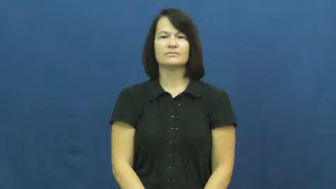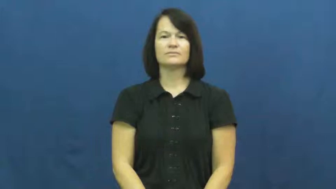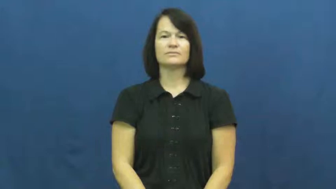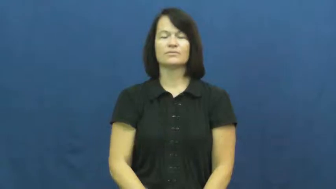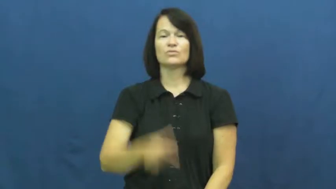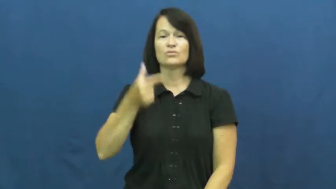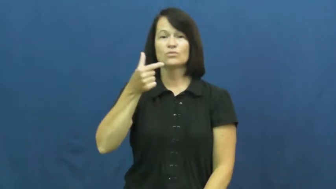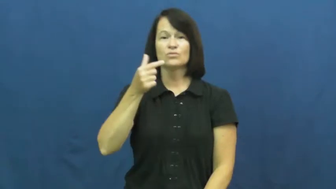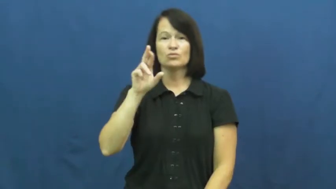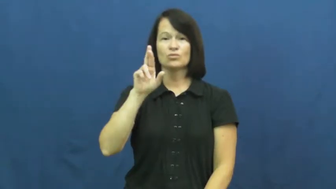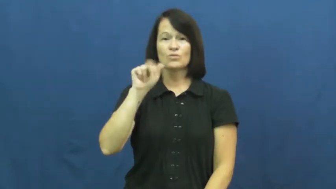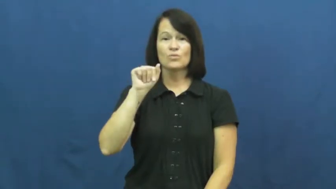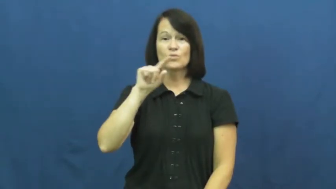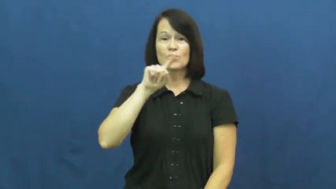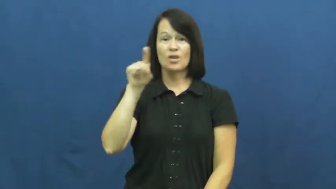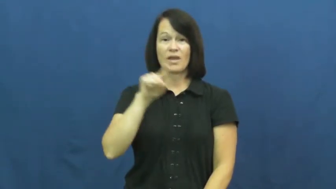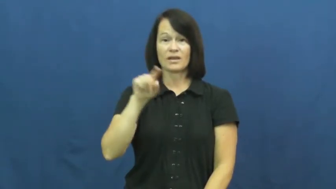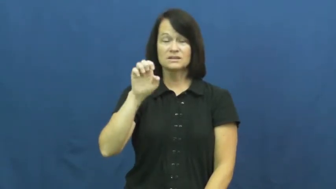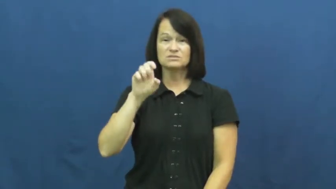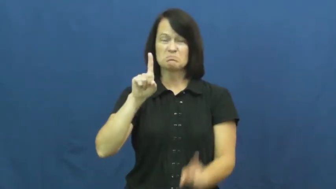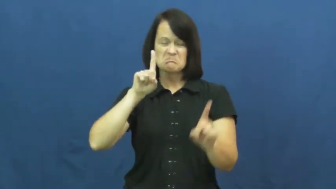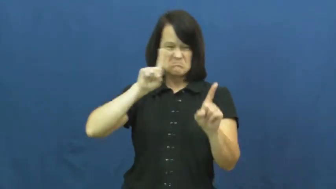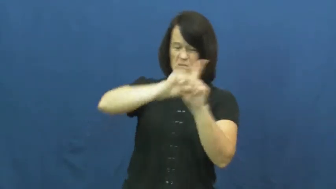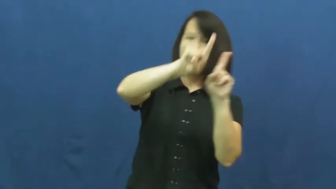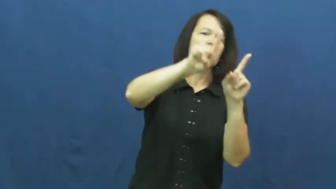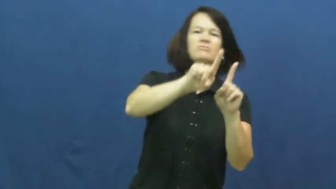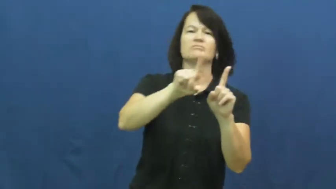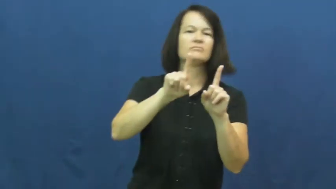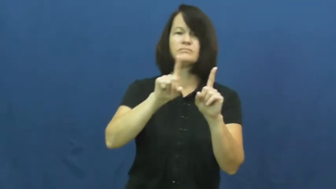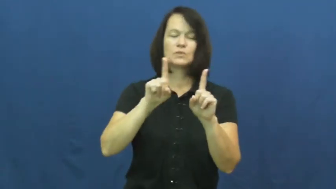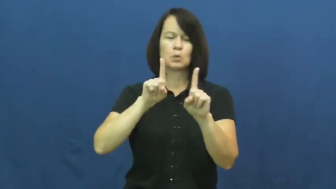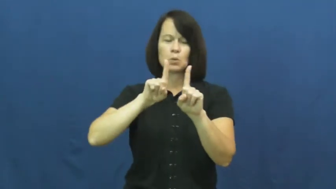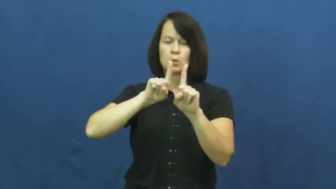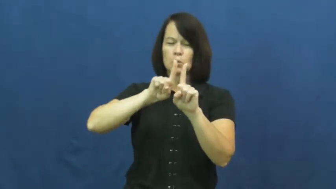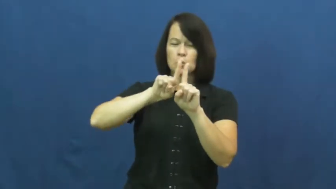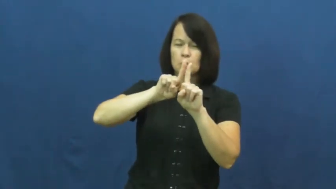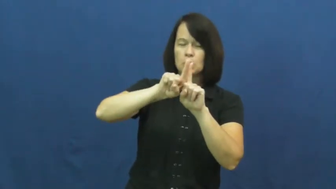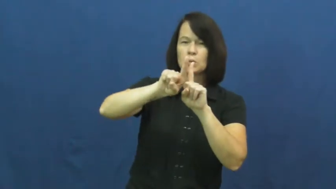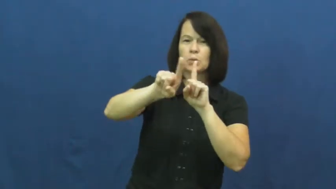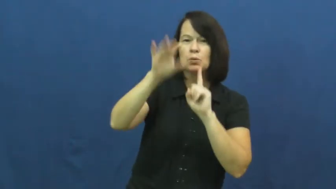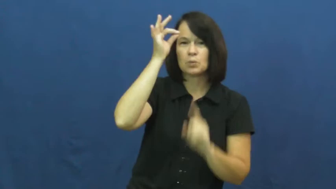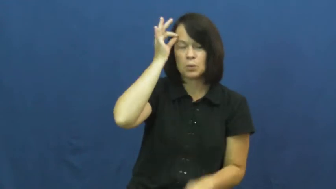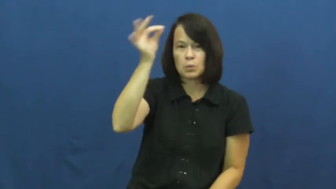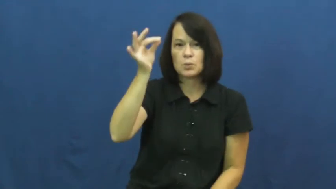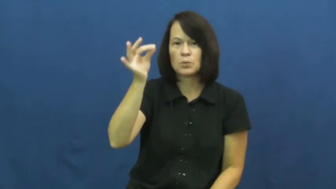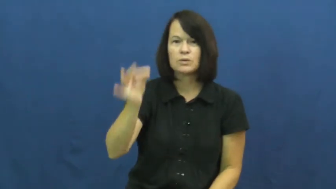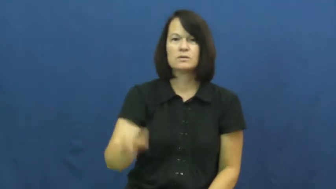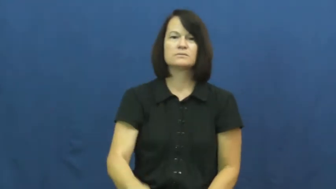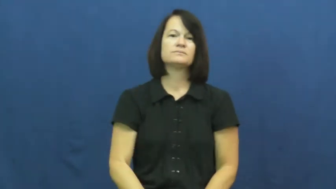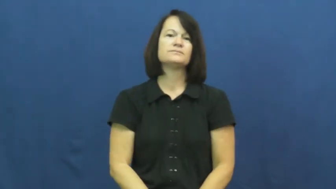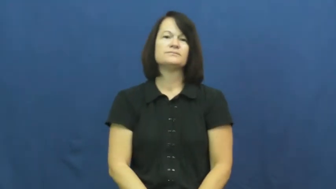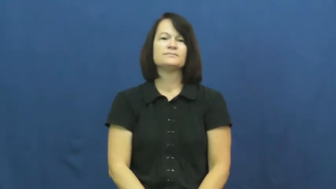graze-barely touch